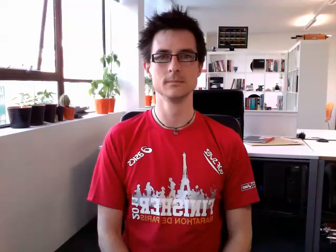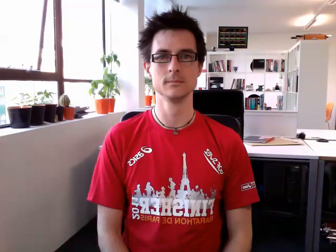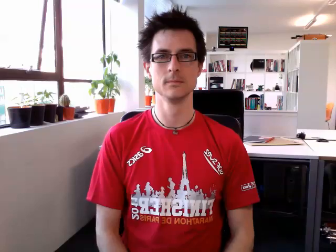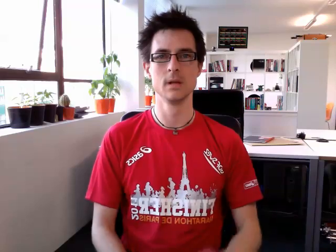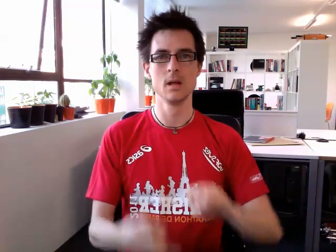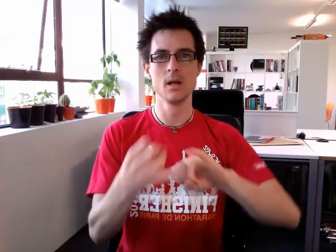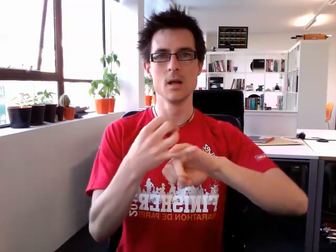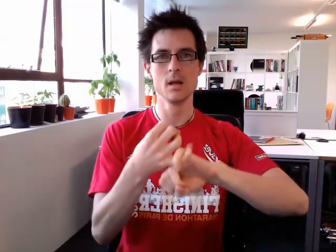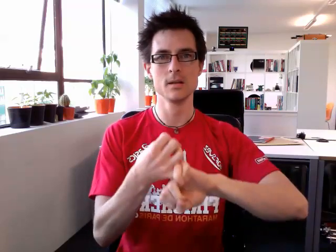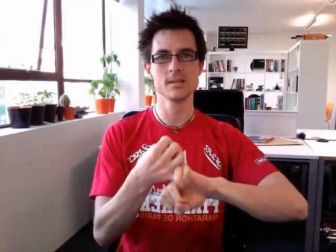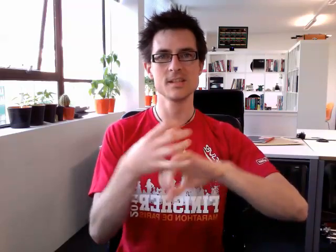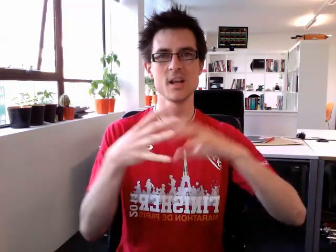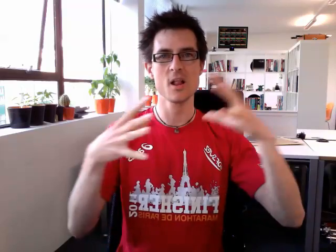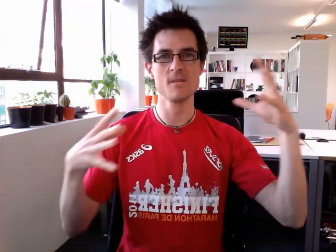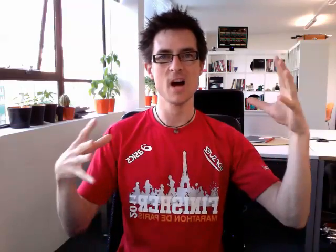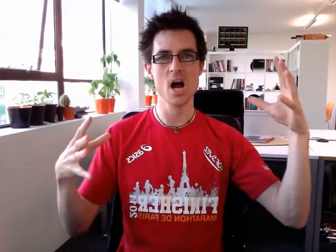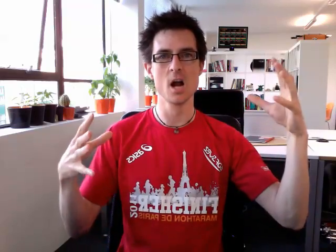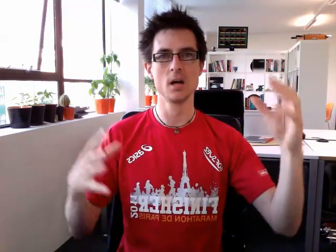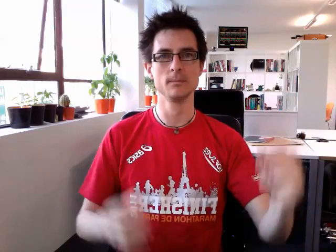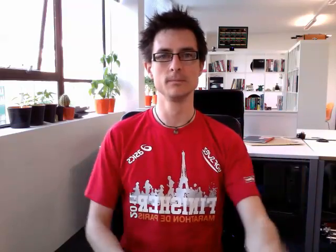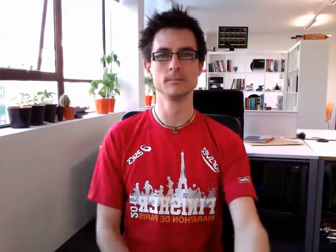silver